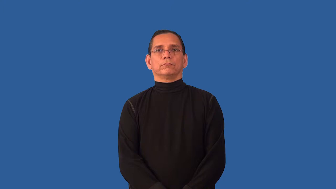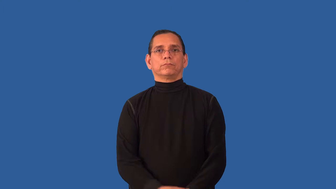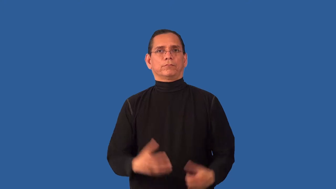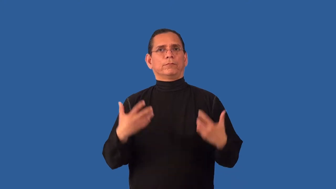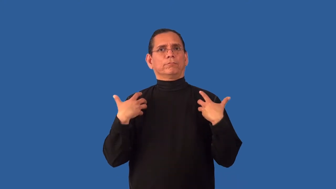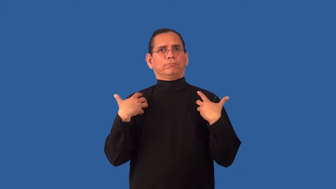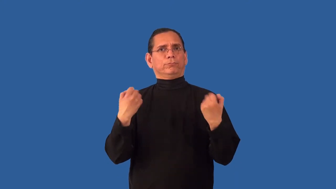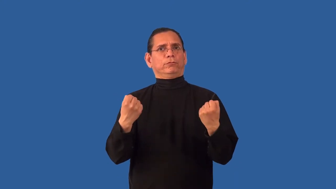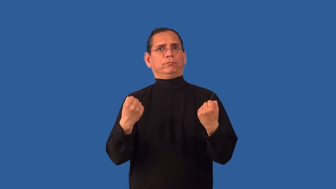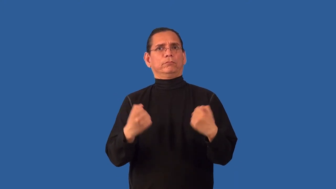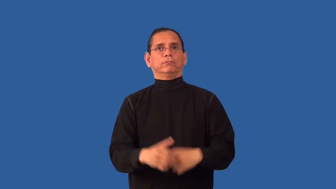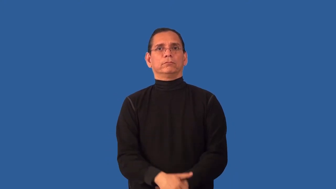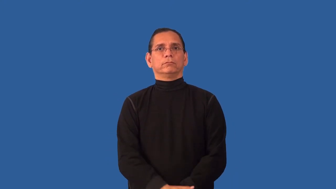heal,knit